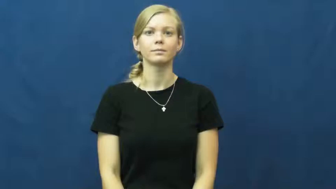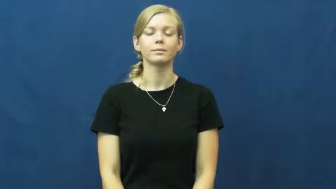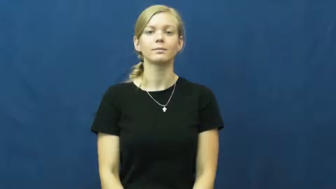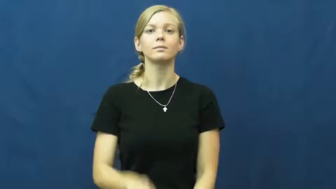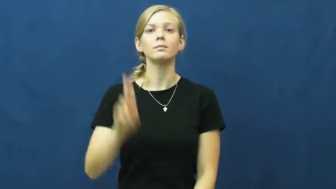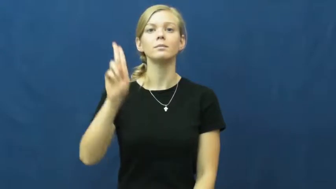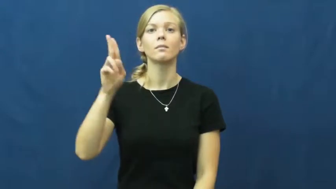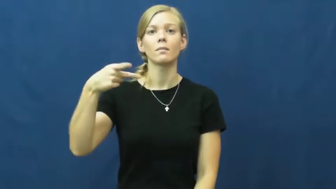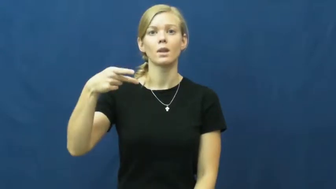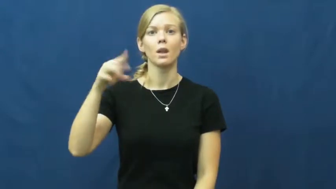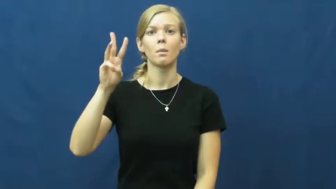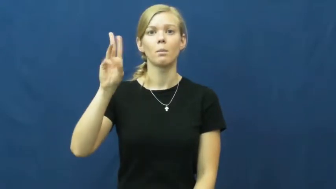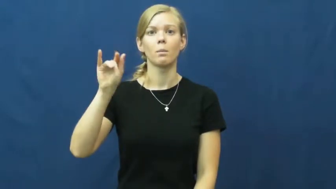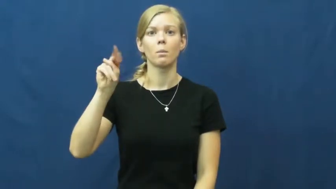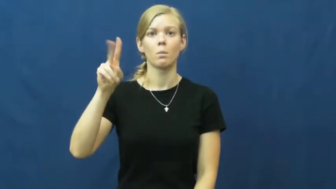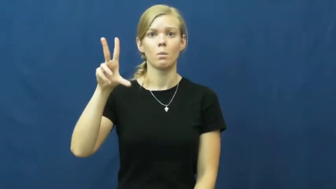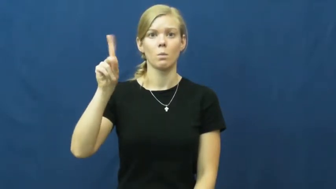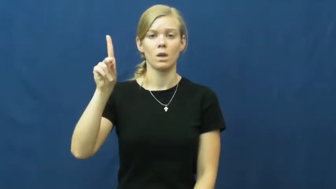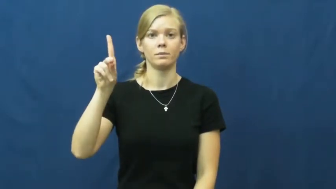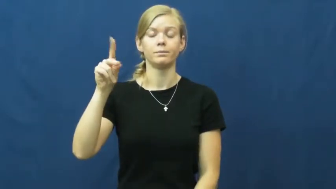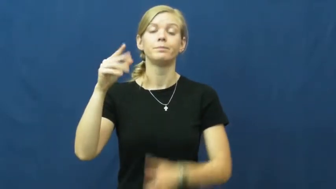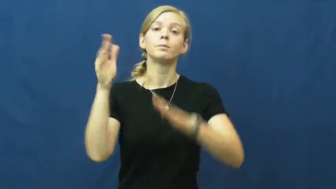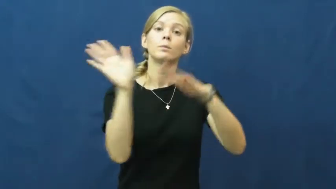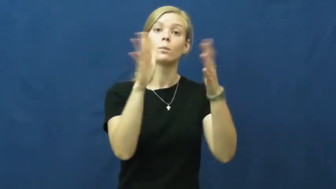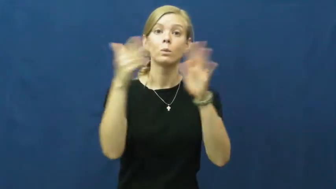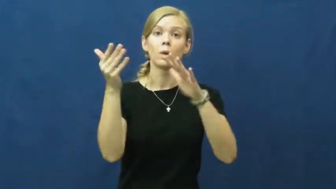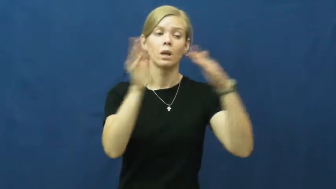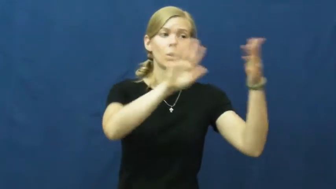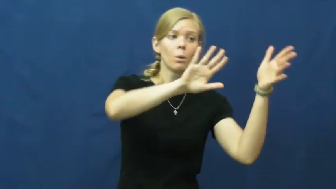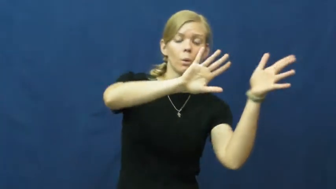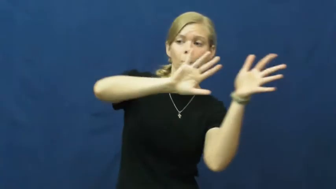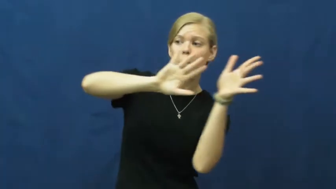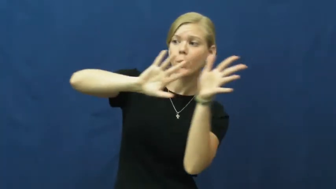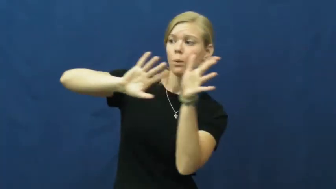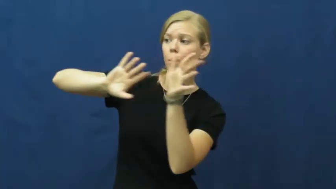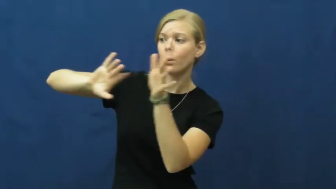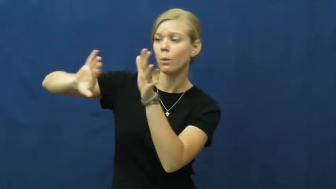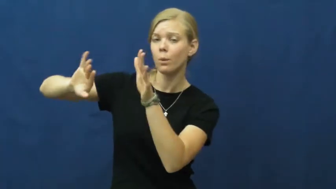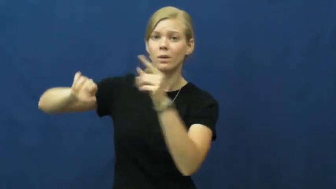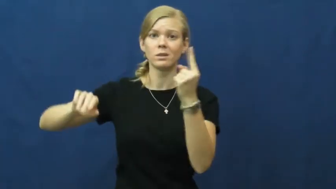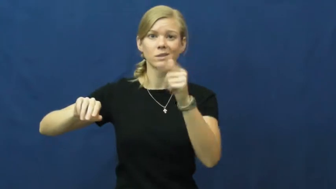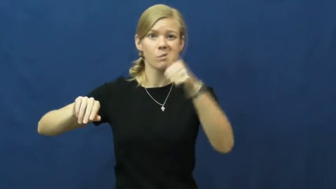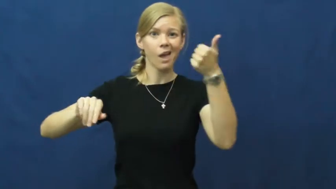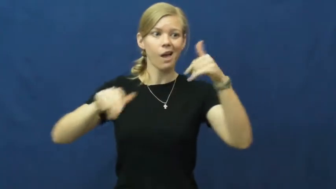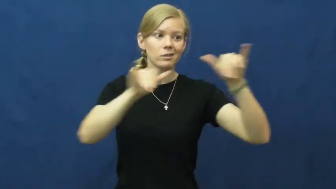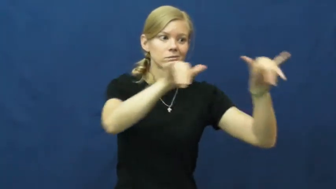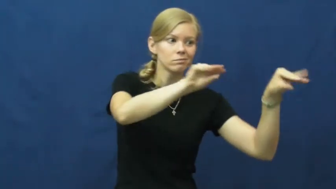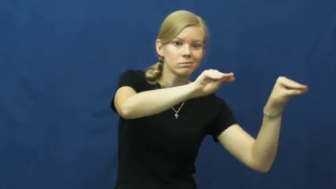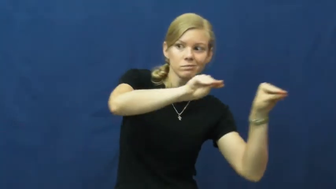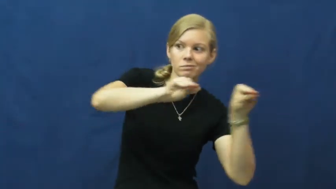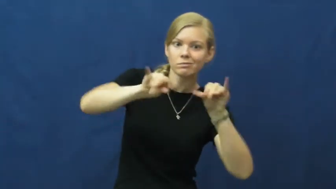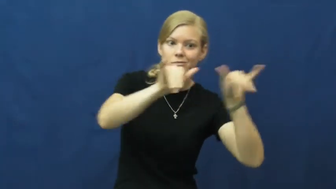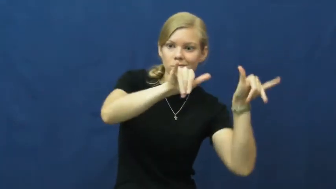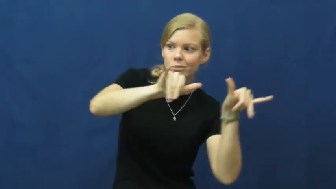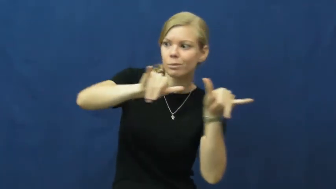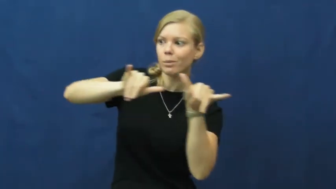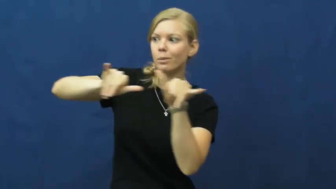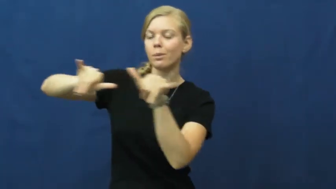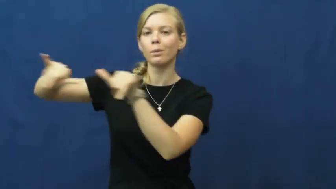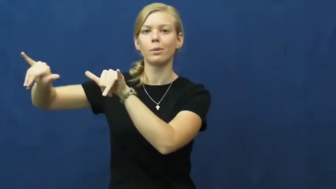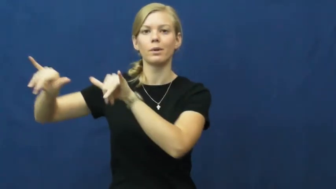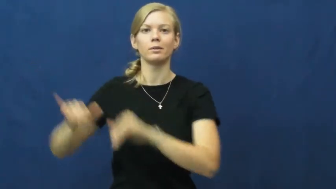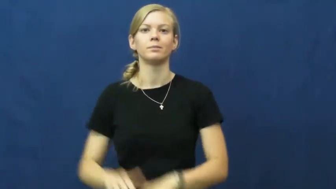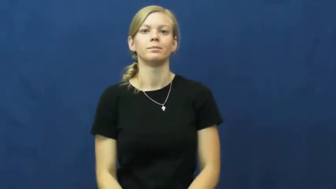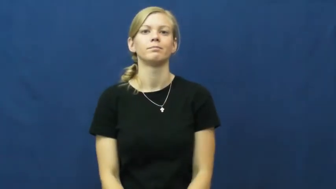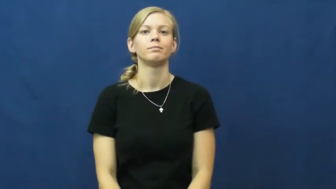upwind